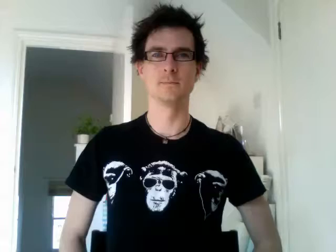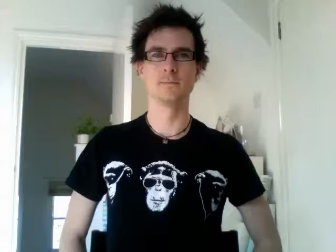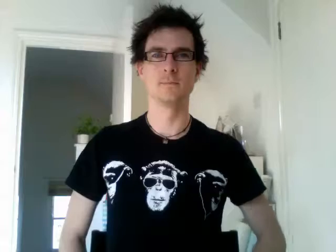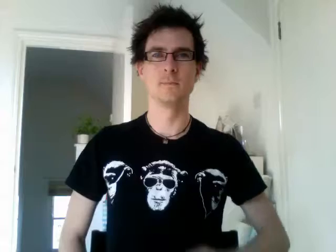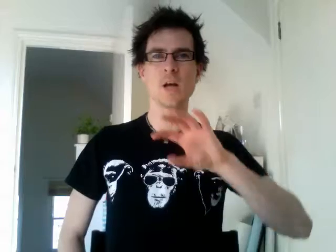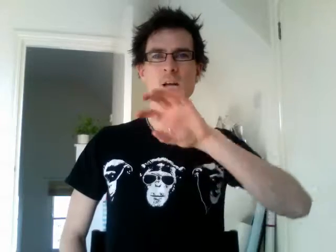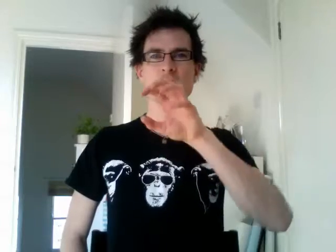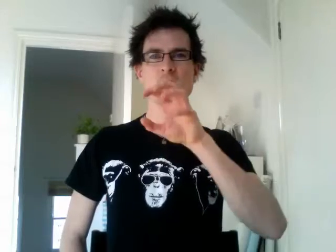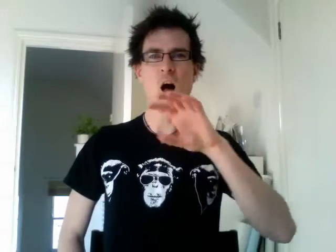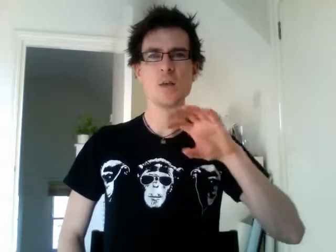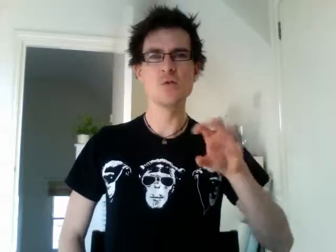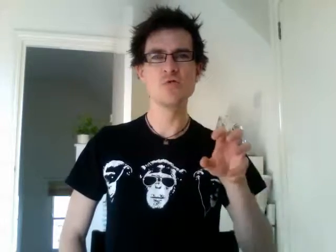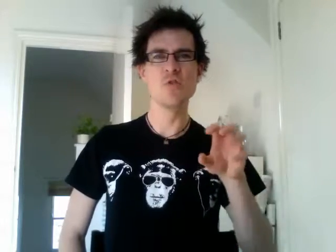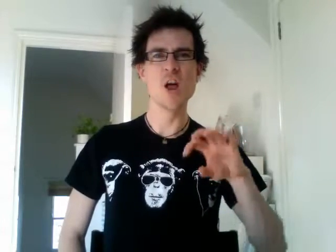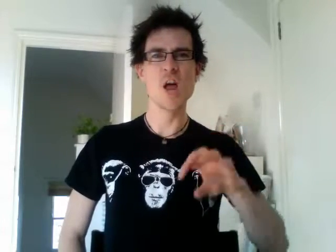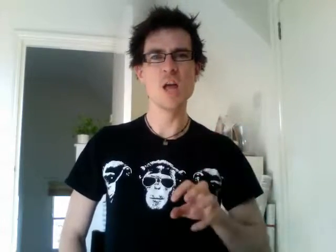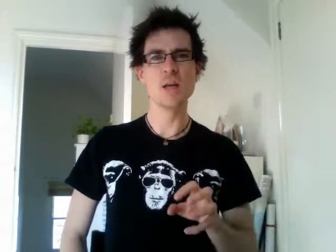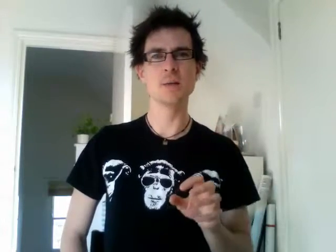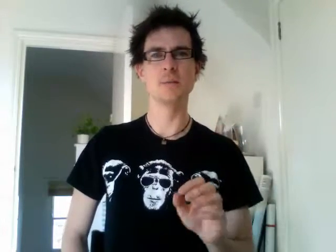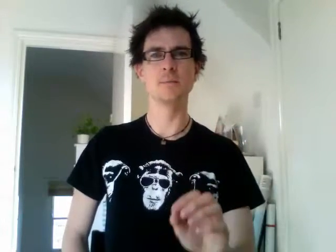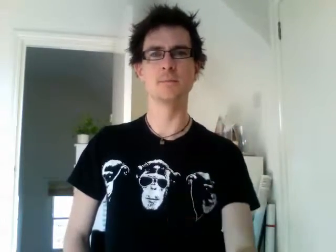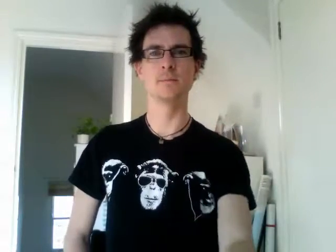country